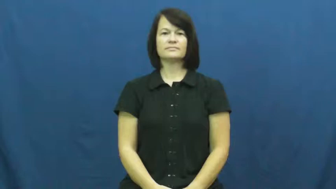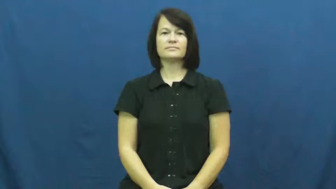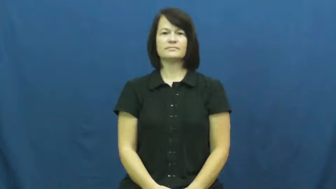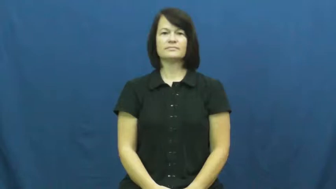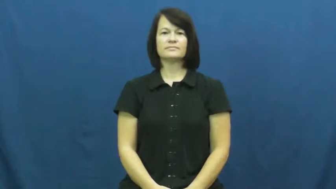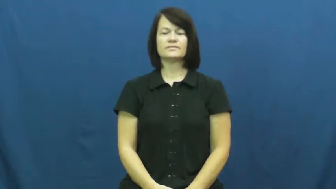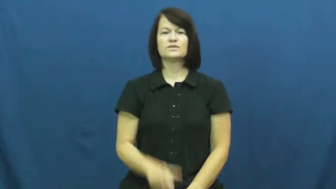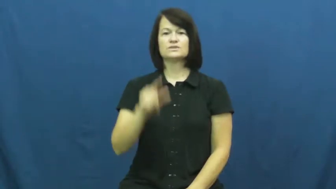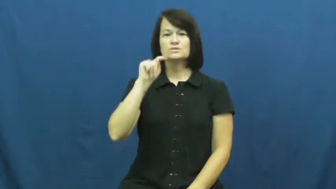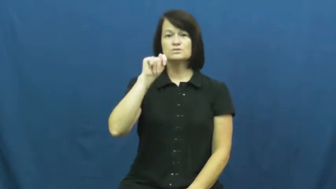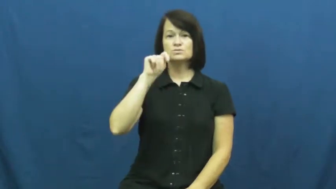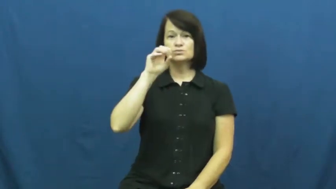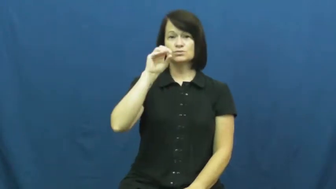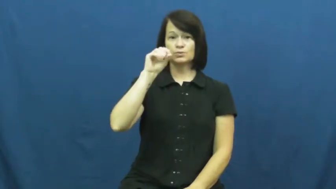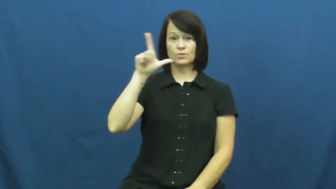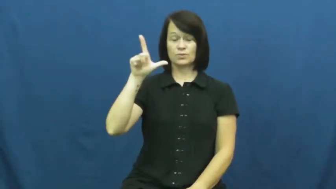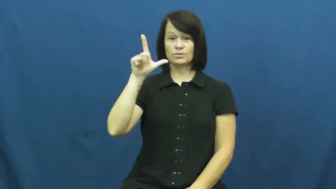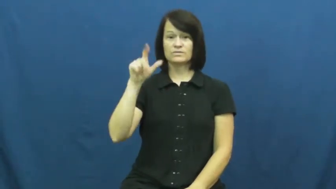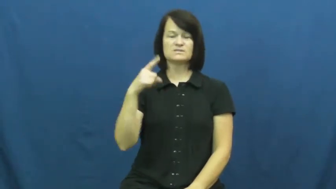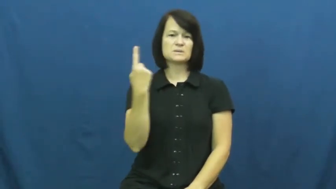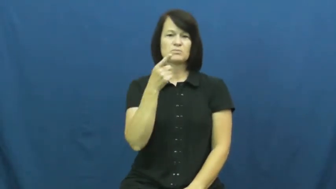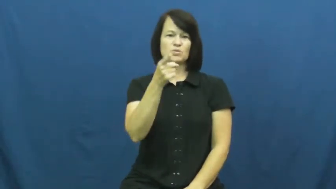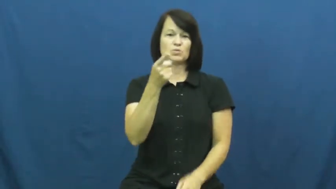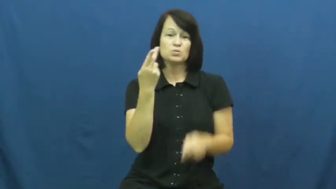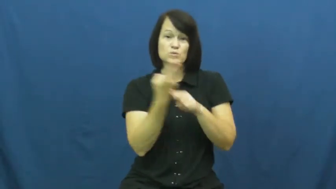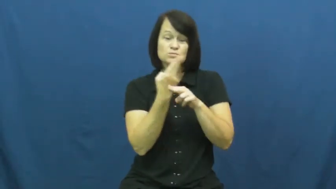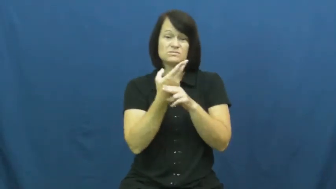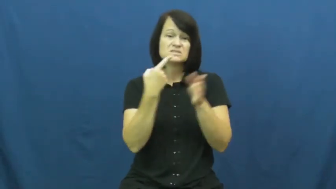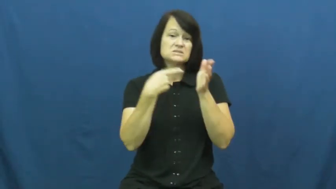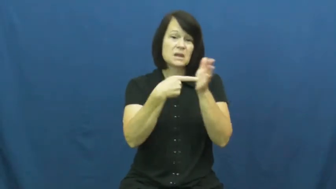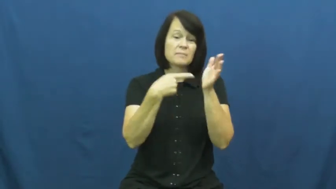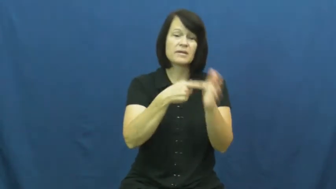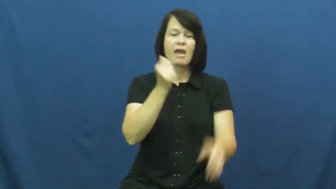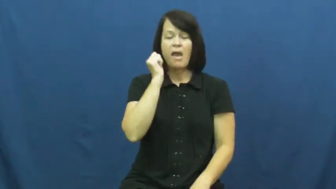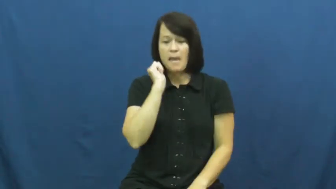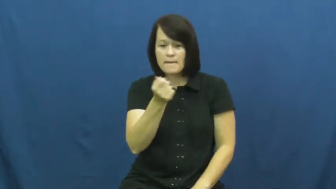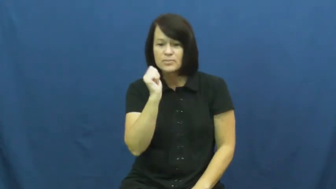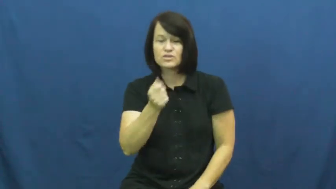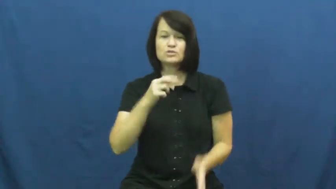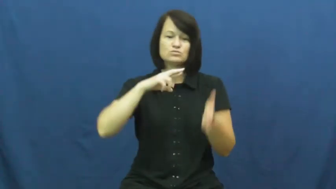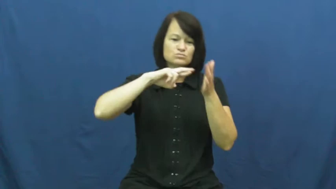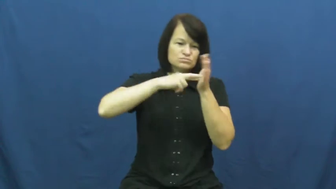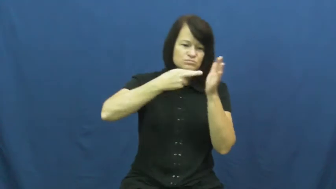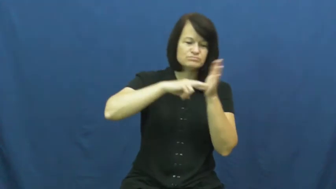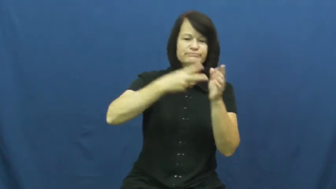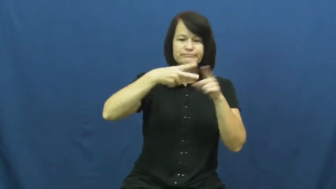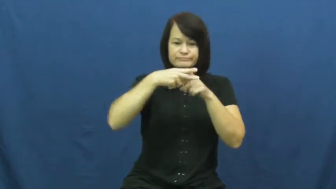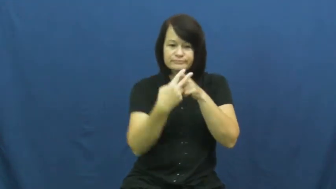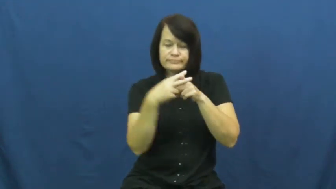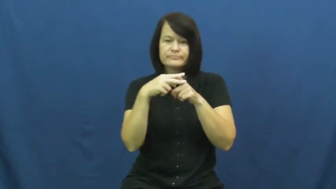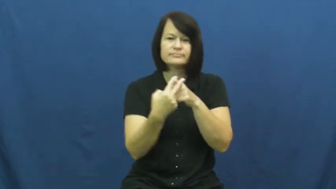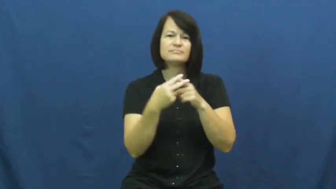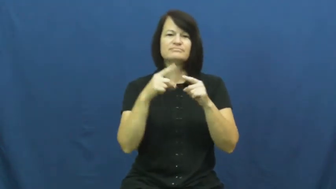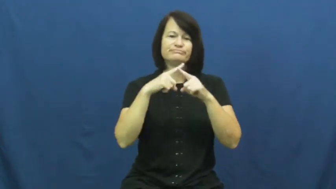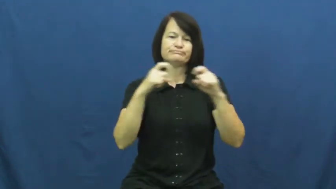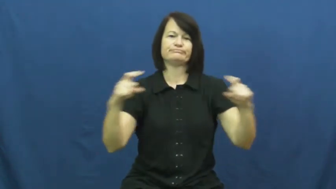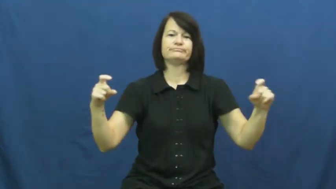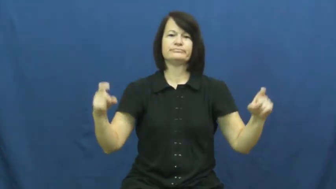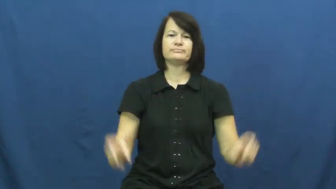paraphenalia